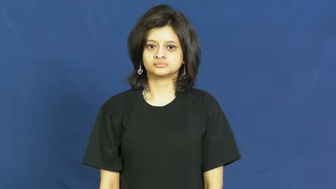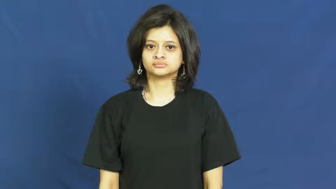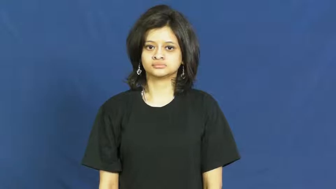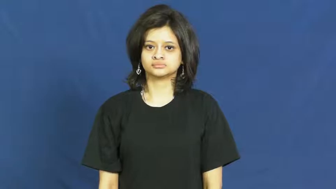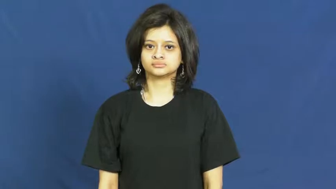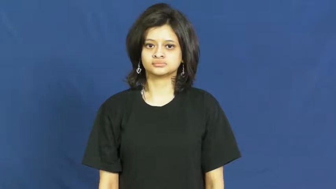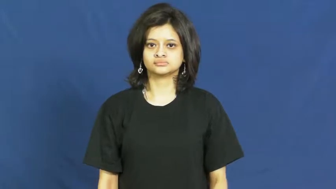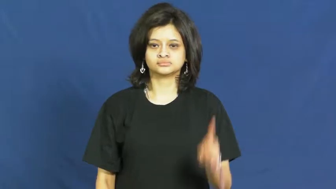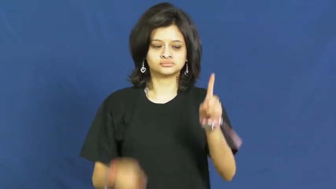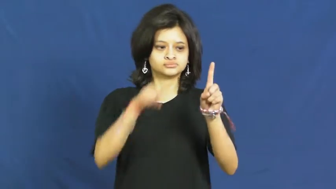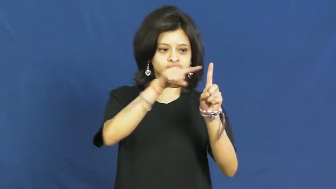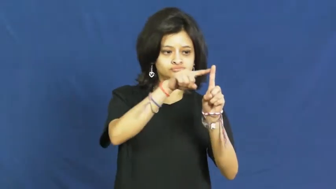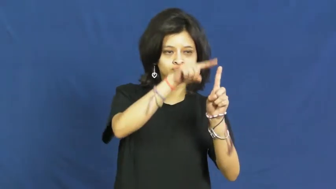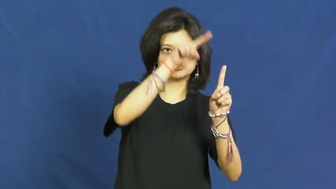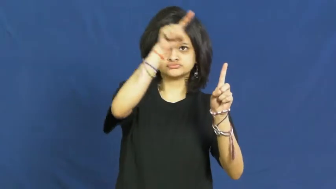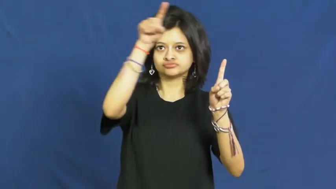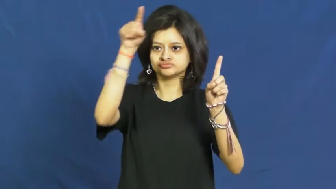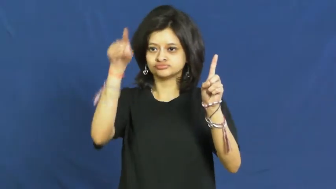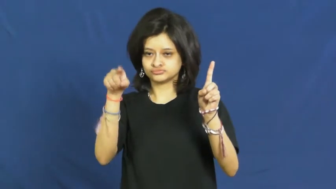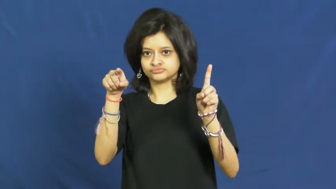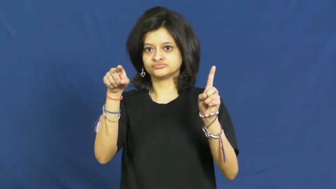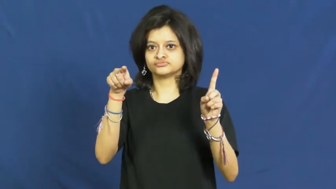trajectory